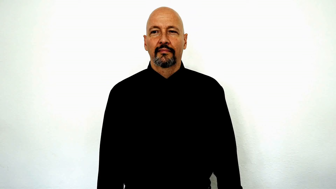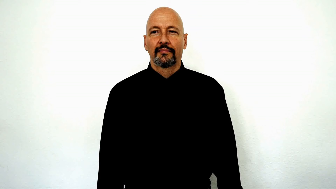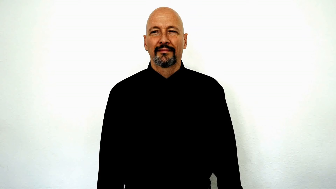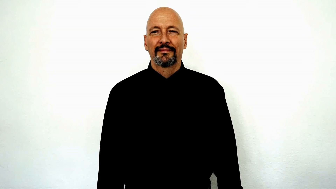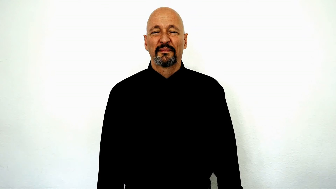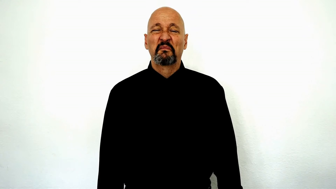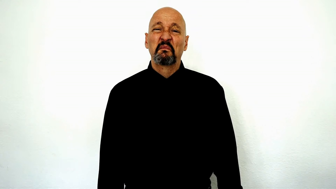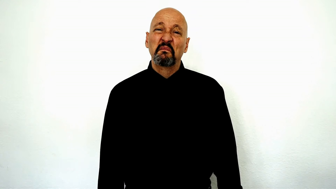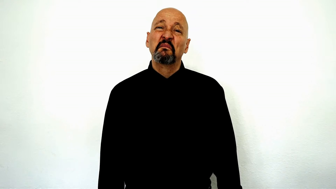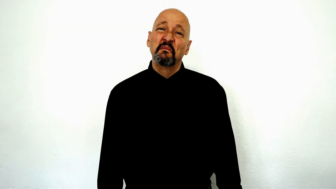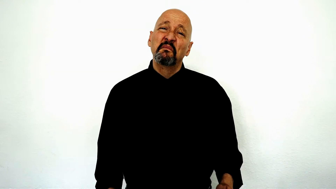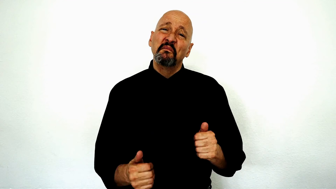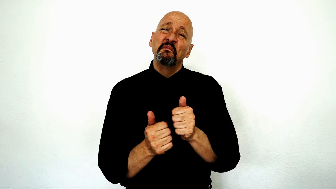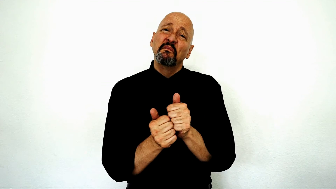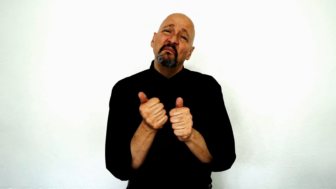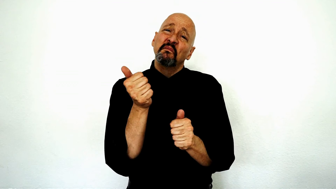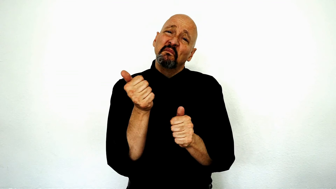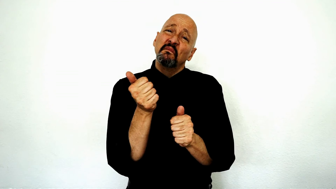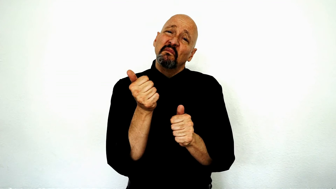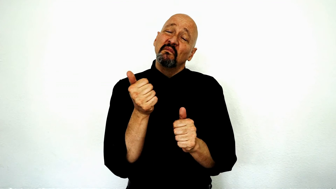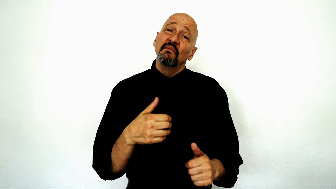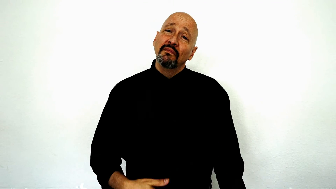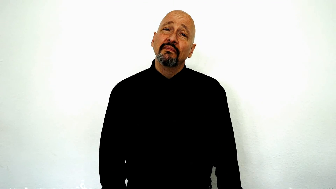largely, most (facial expression)